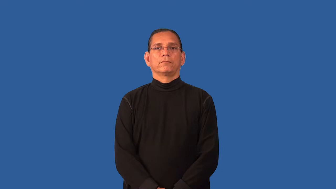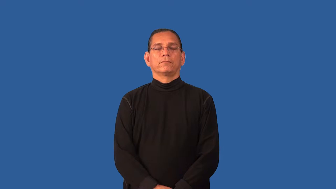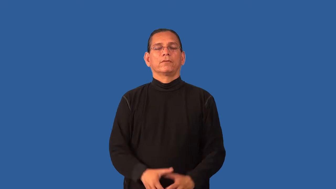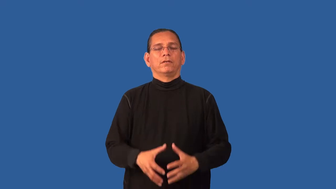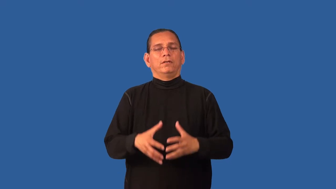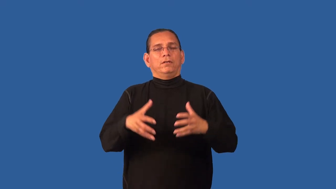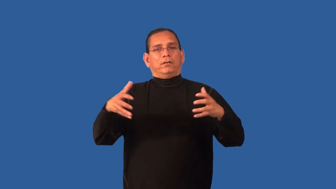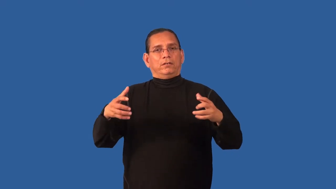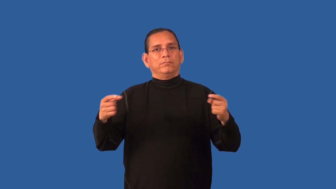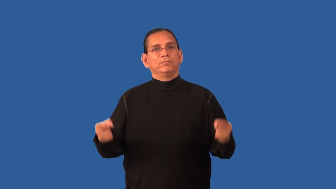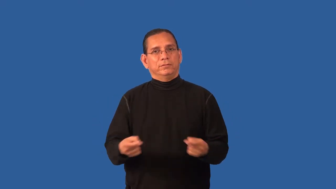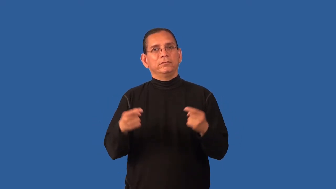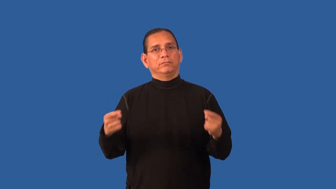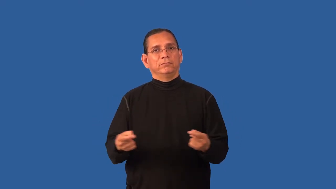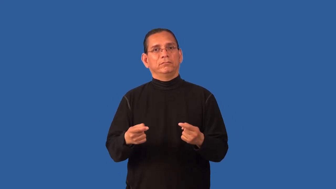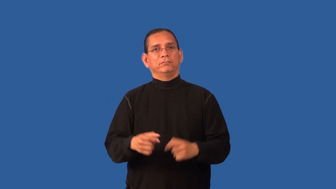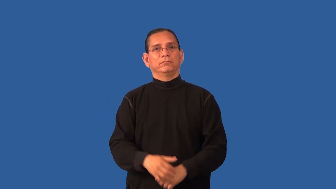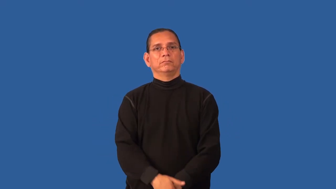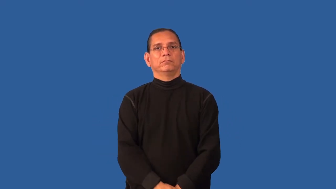distress-ache